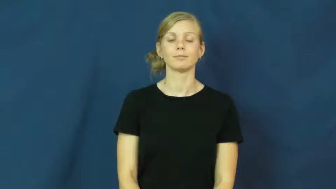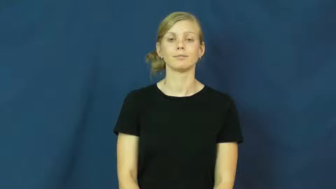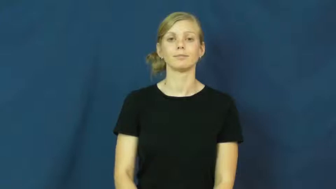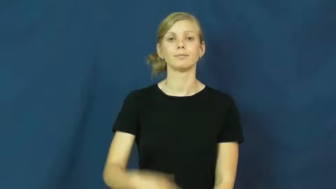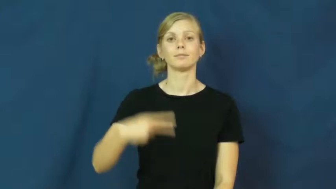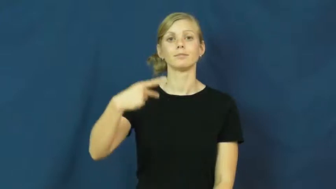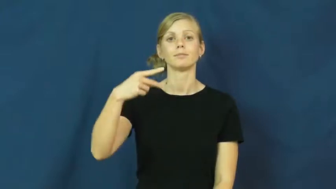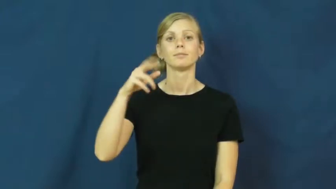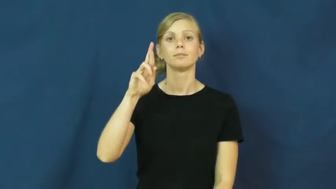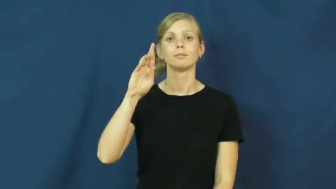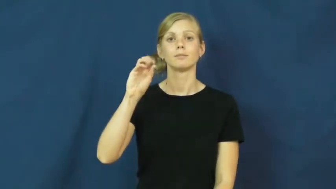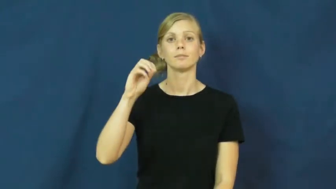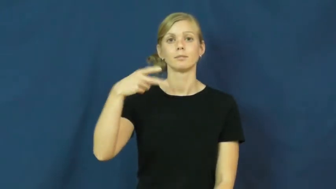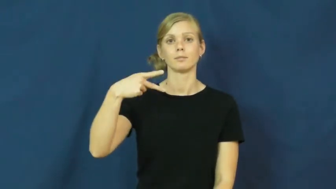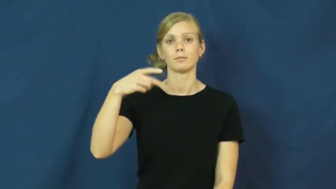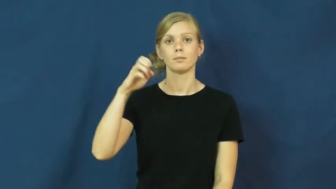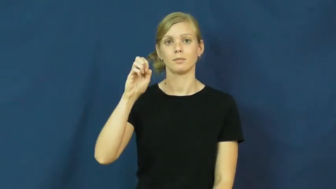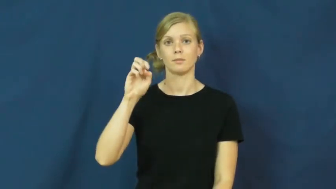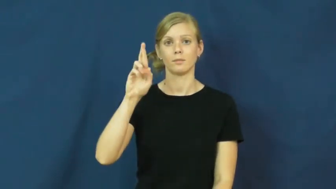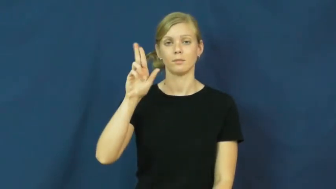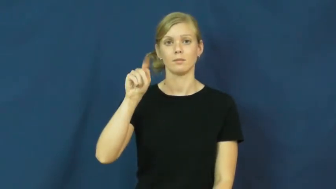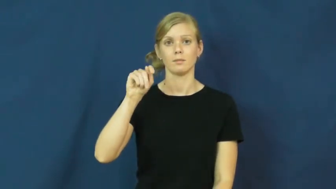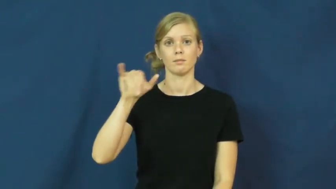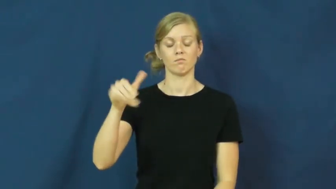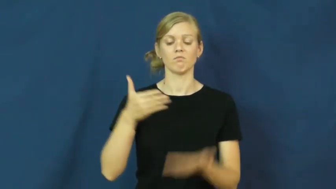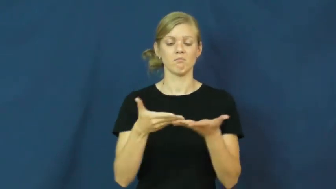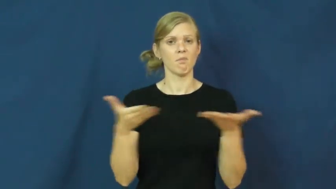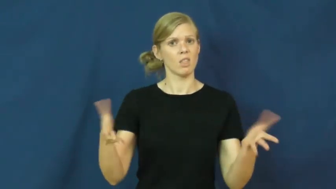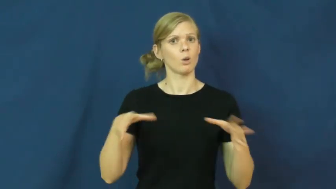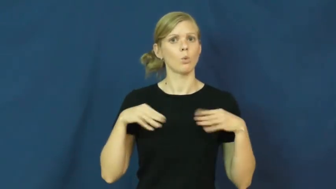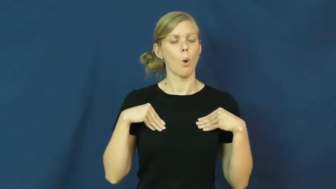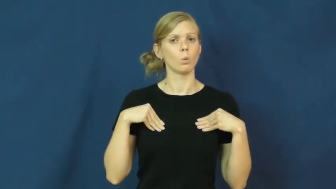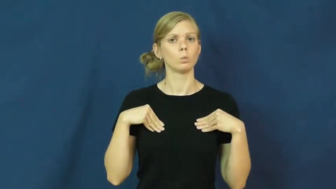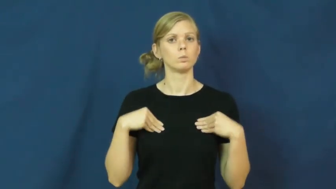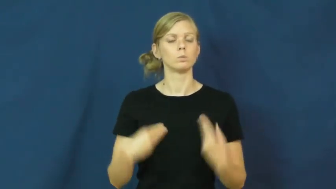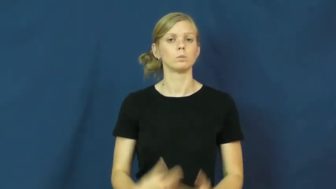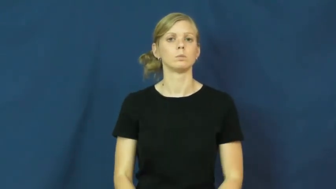property-own